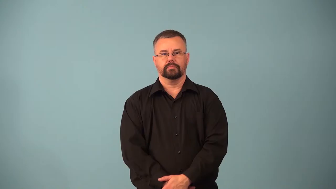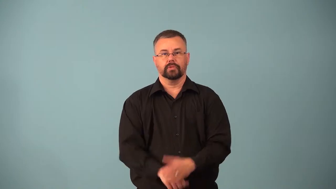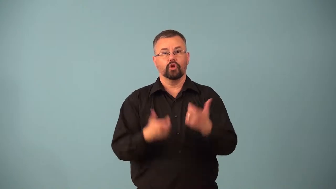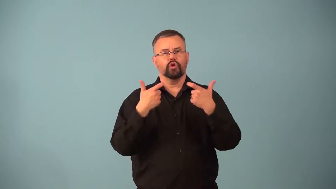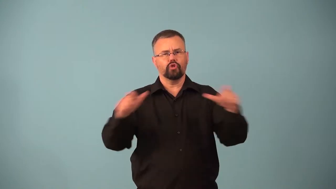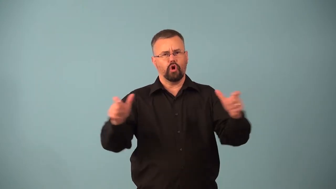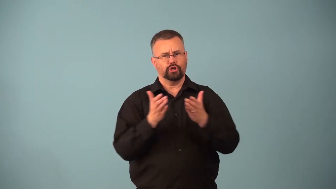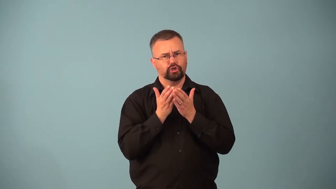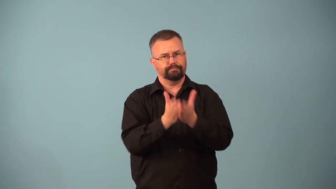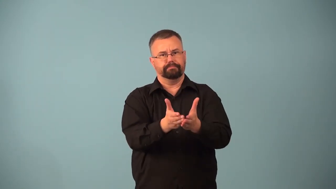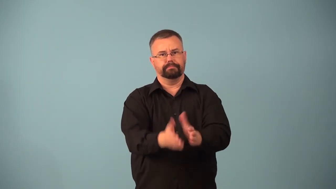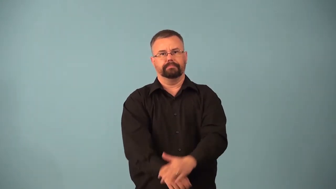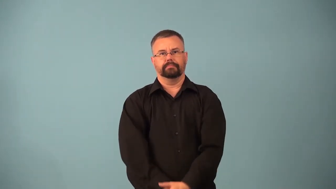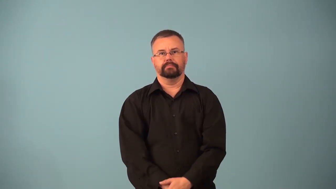argosy